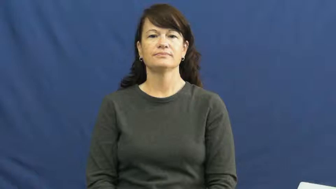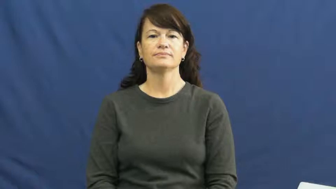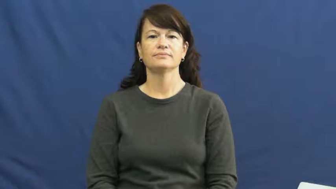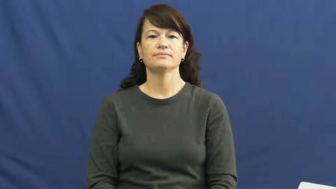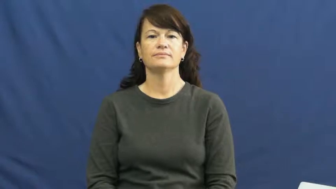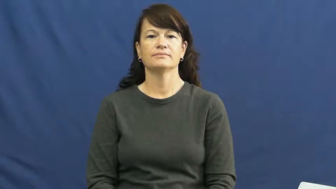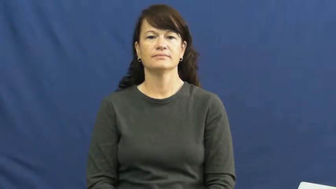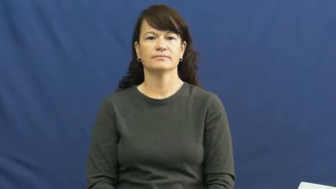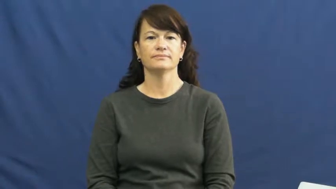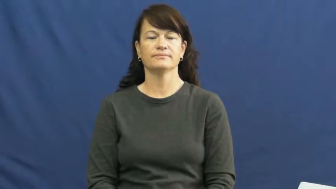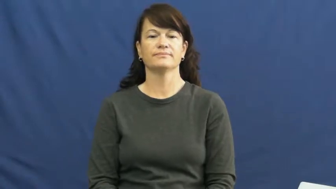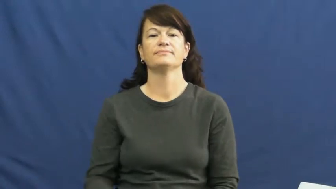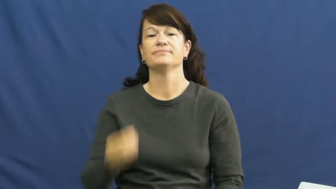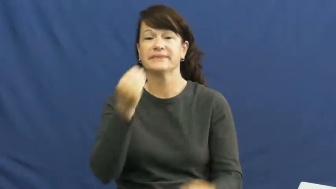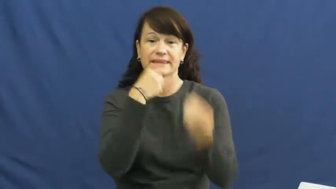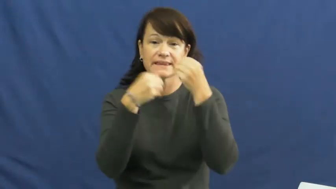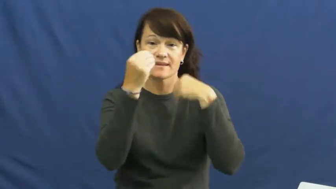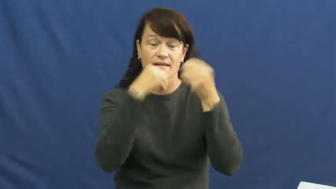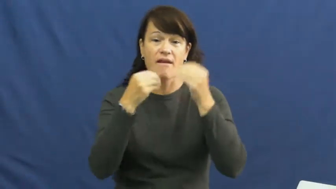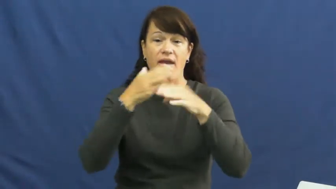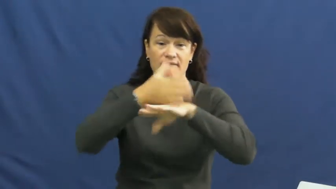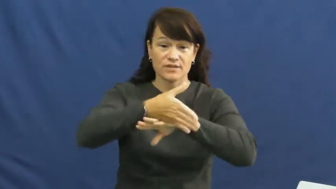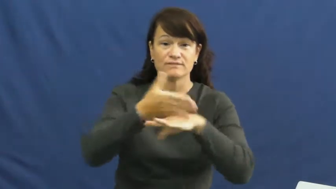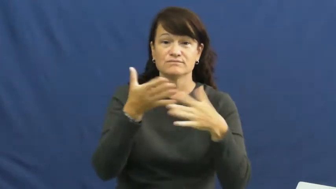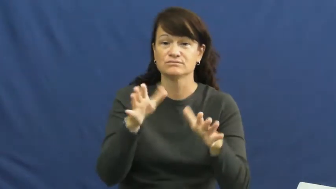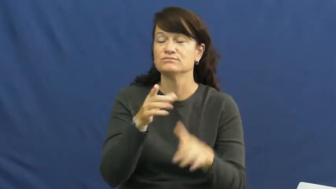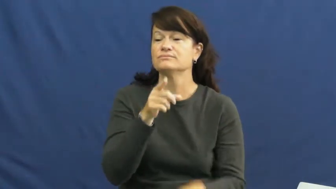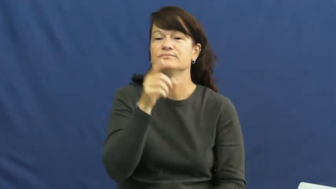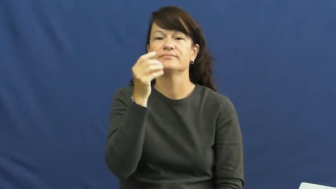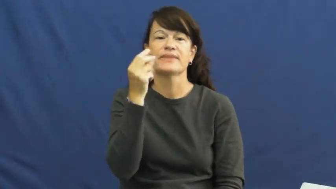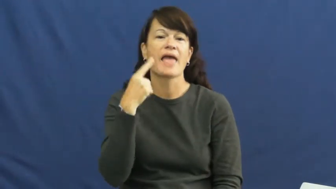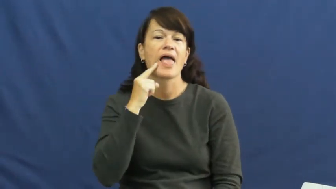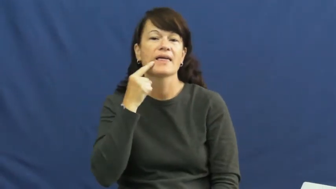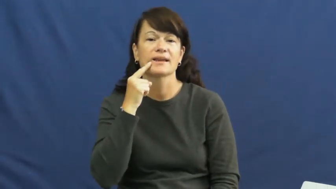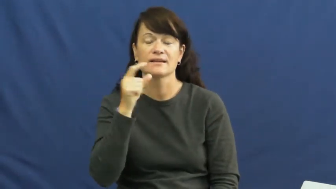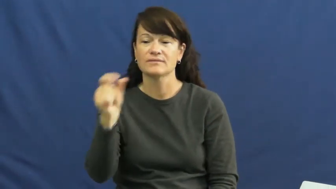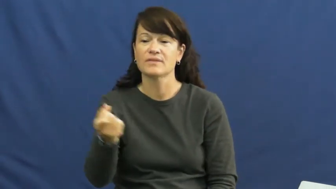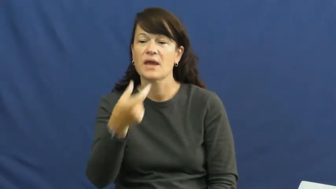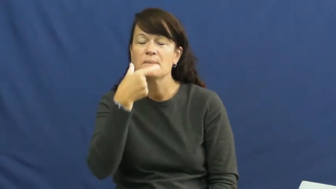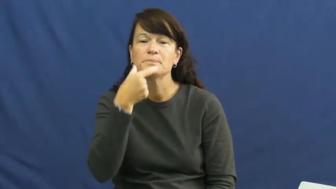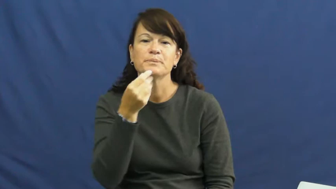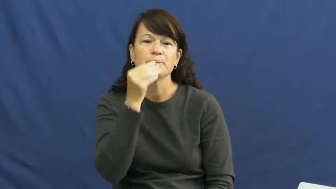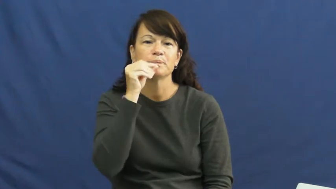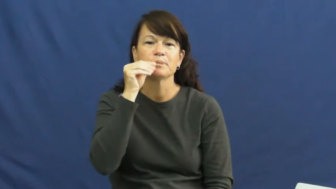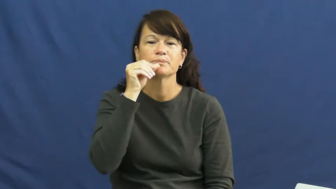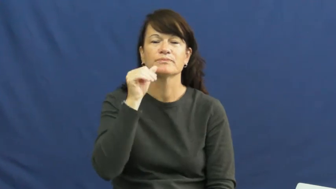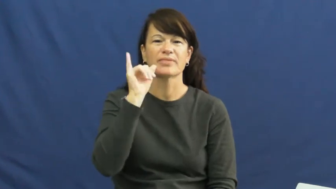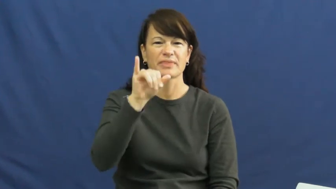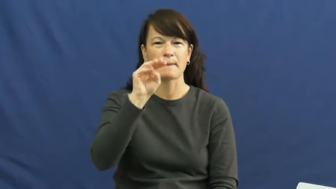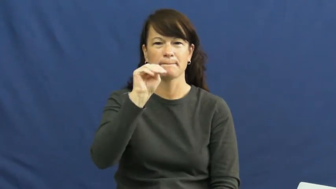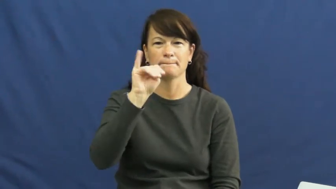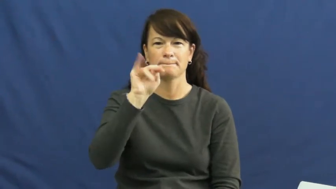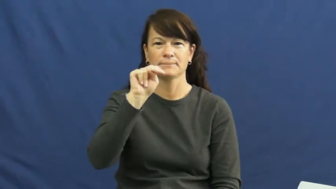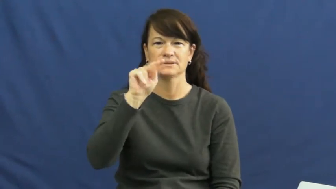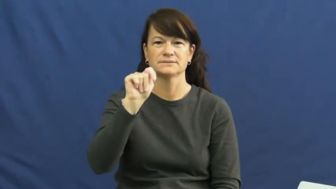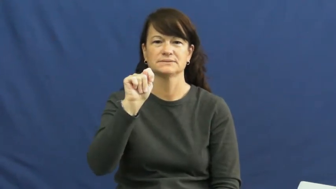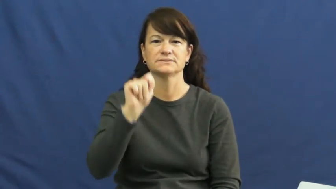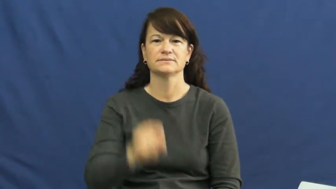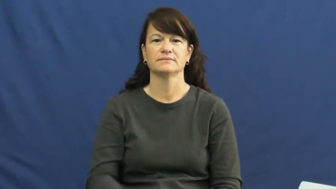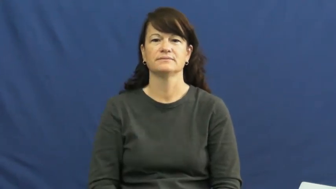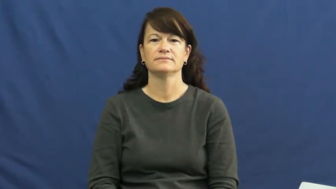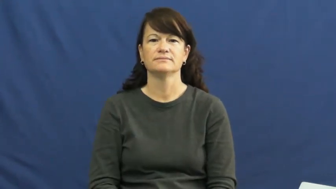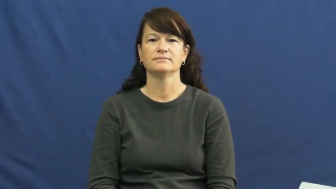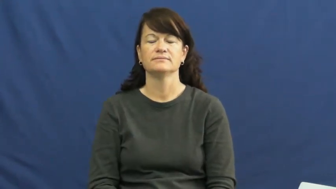mint-candy